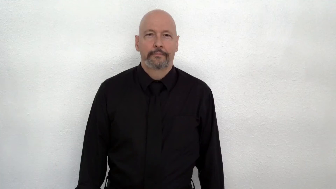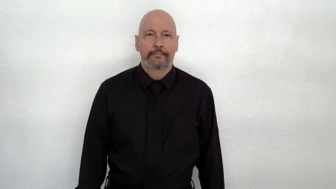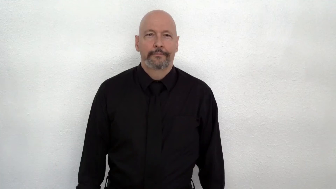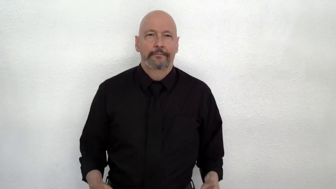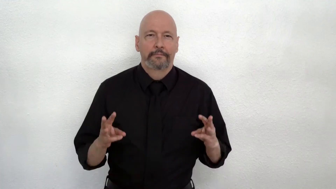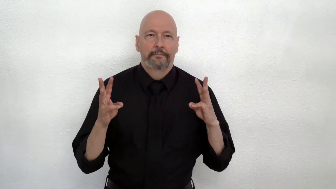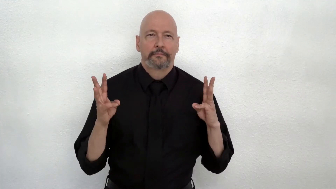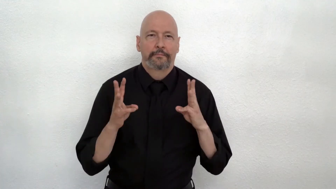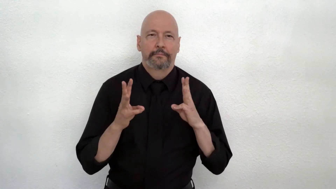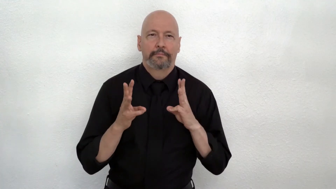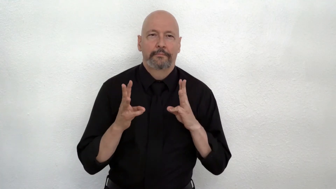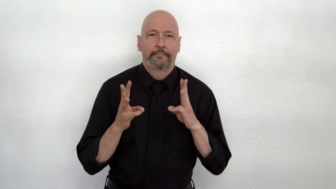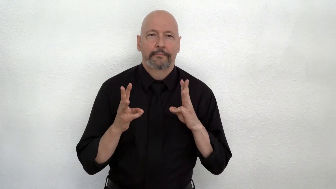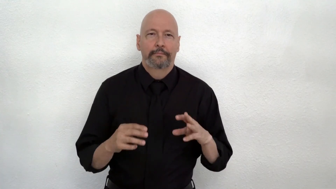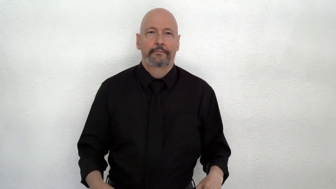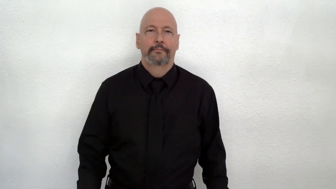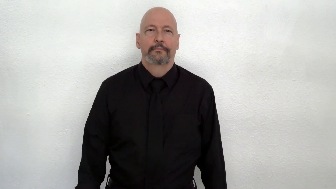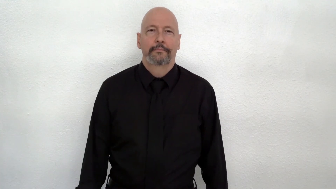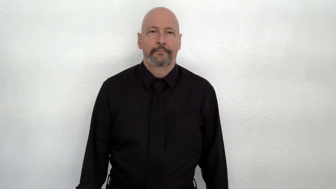WINTER, initialized version of COLD, (W-handshapes version)